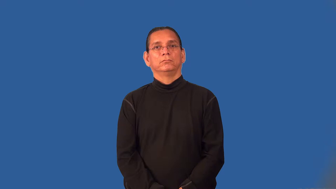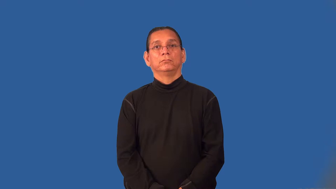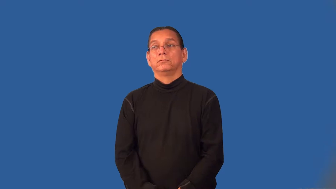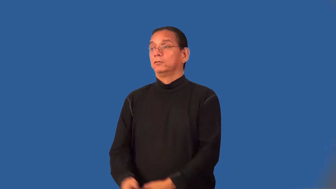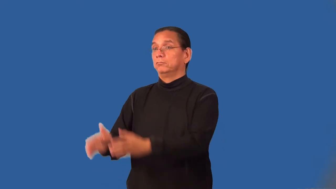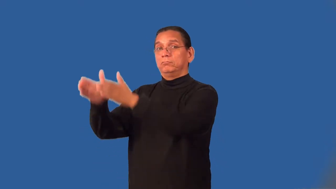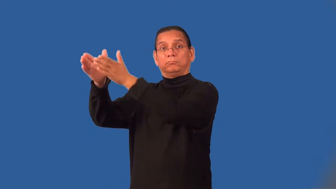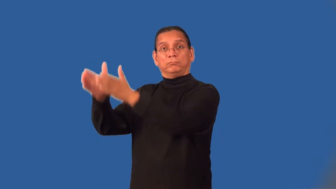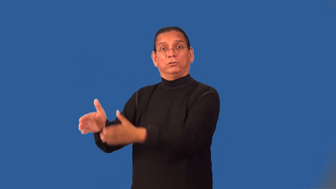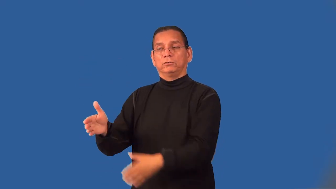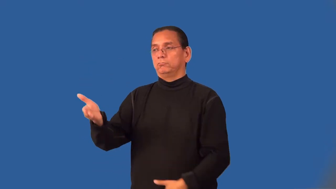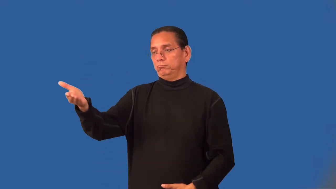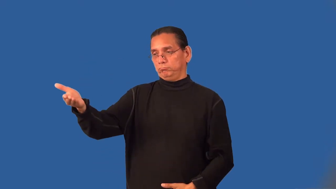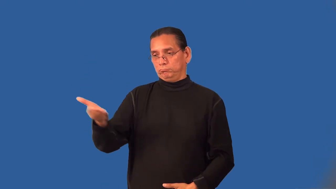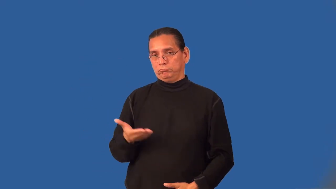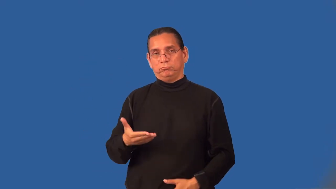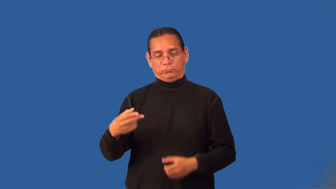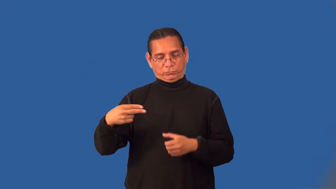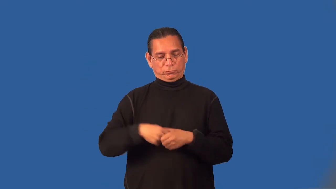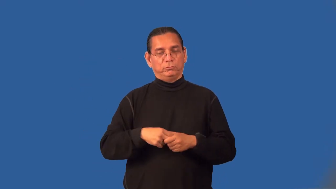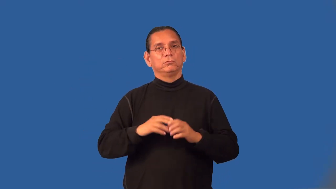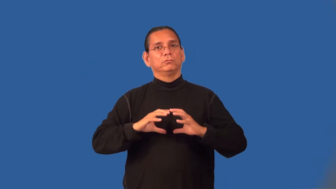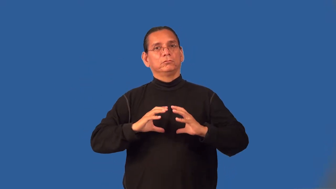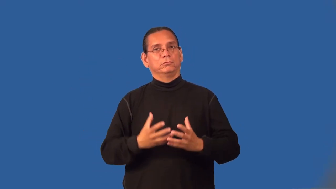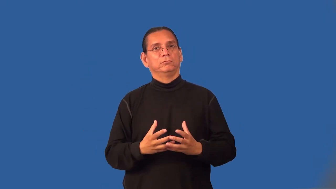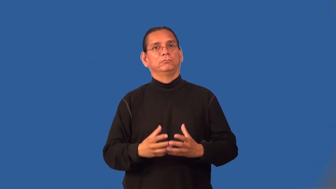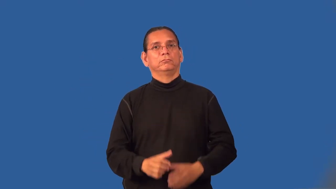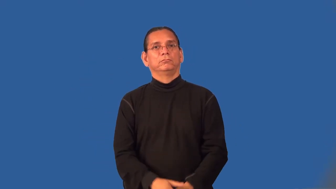inductee